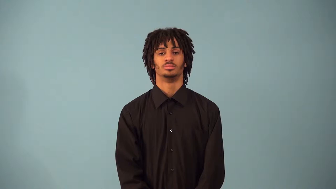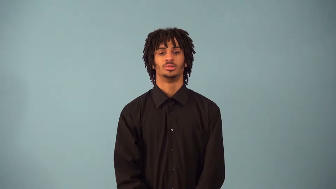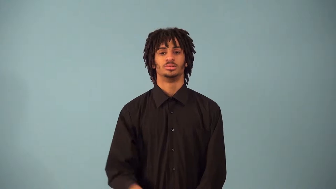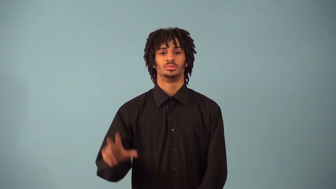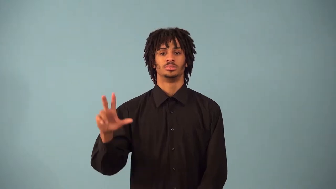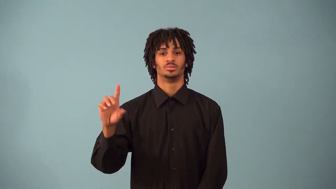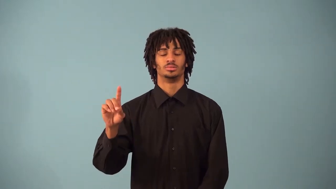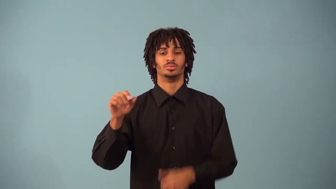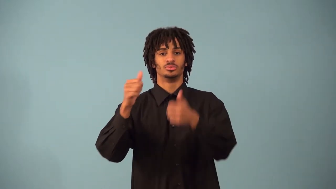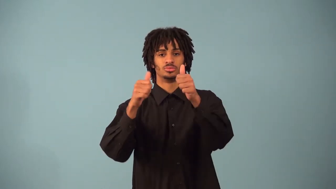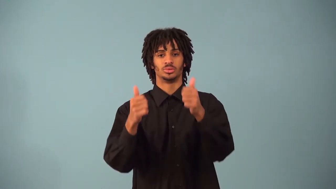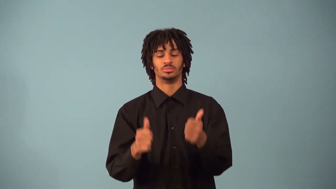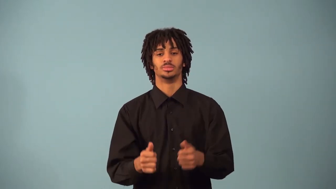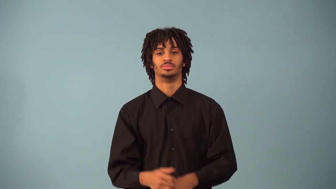space figure